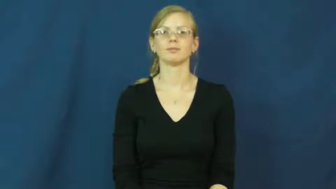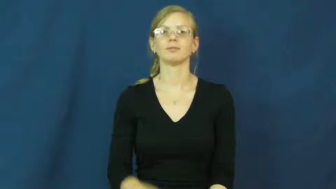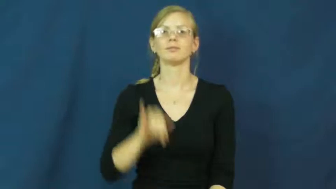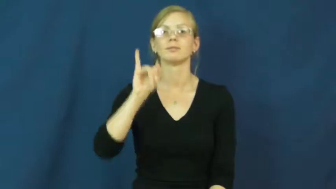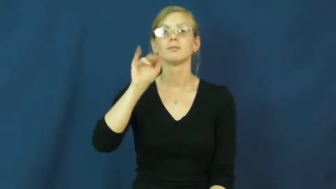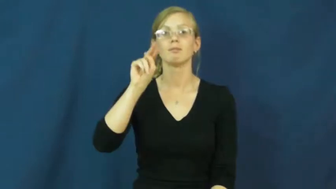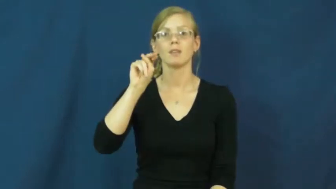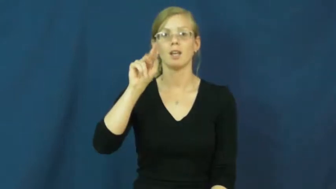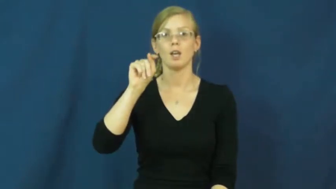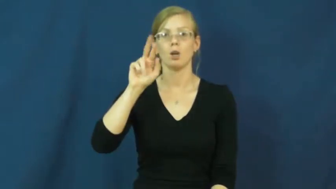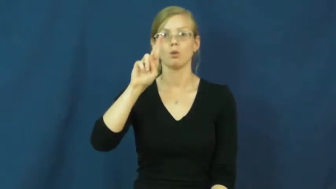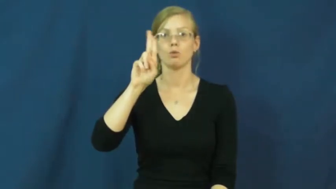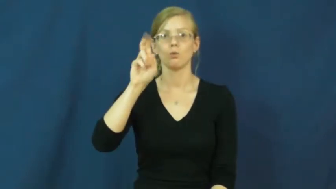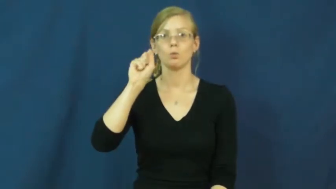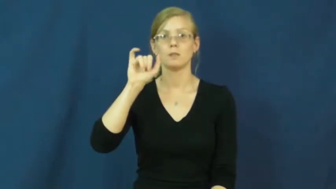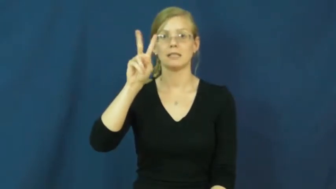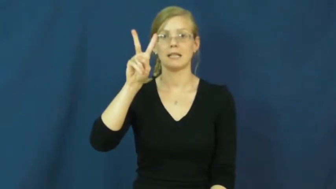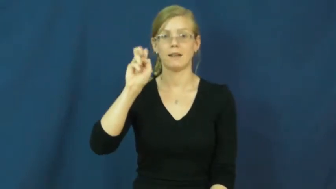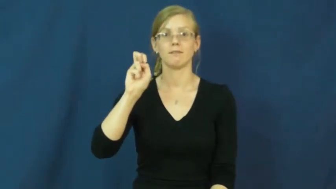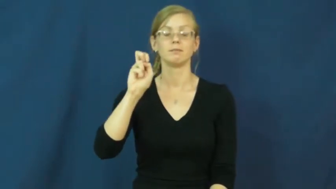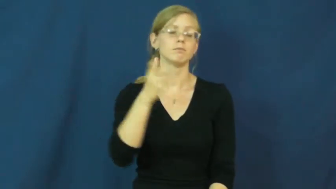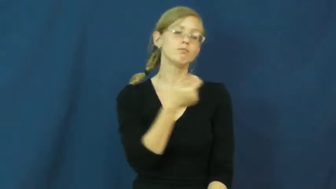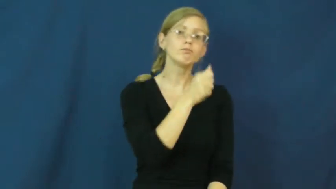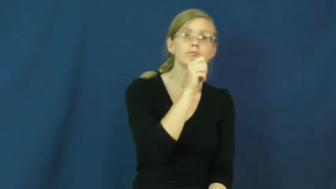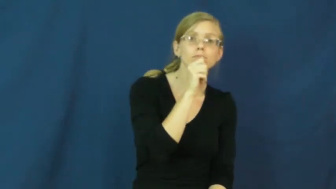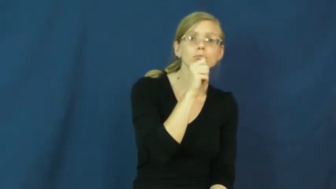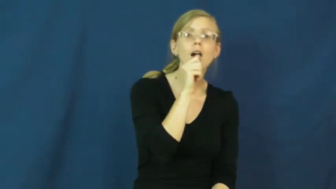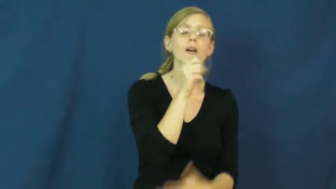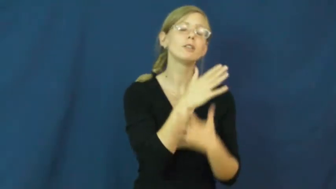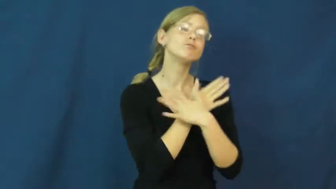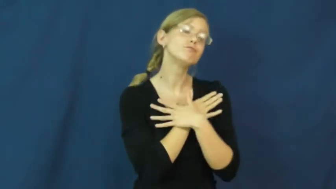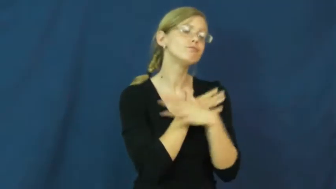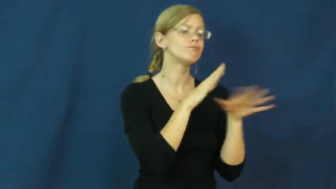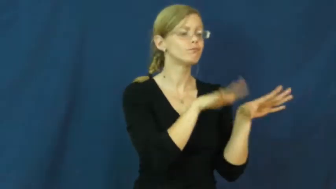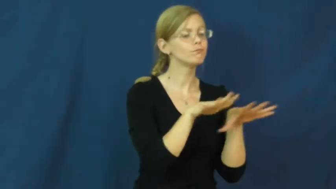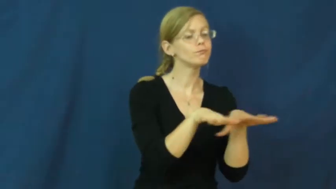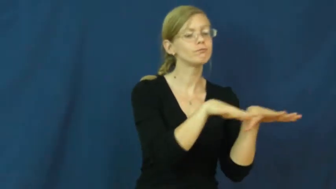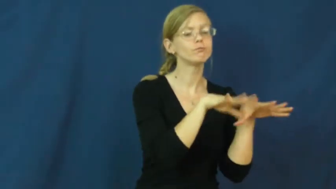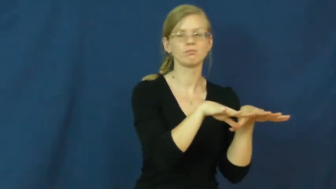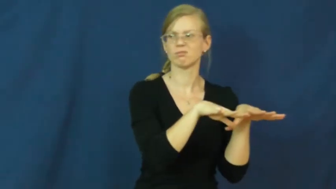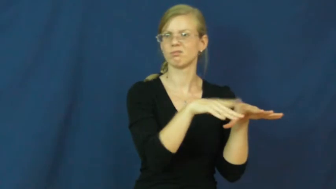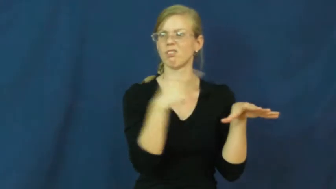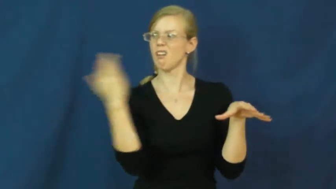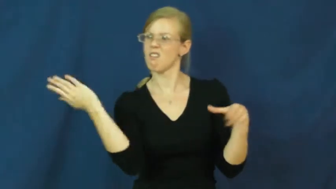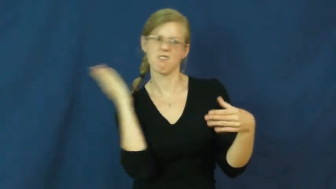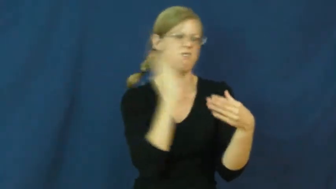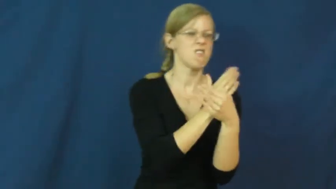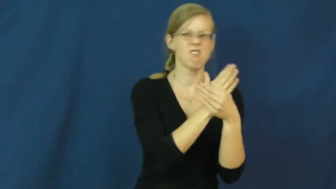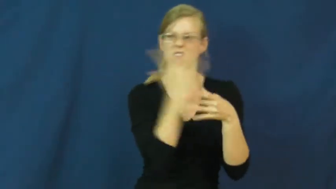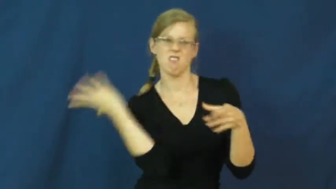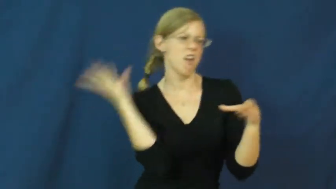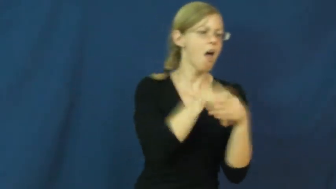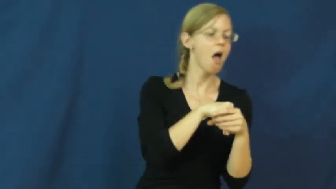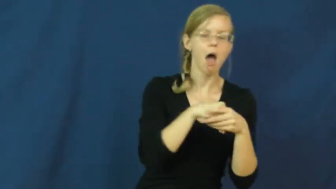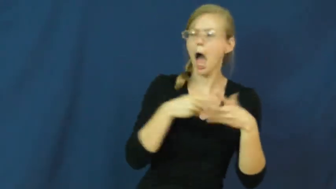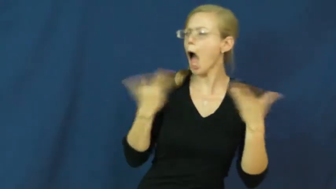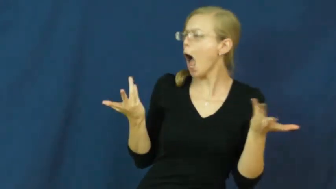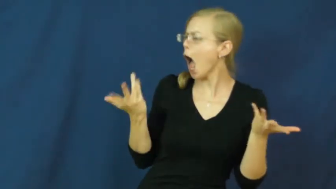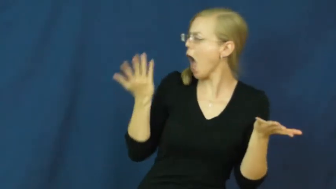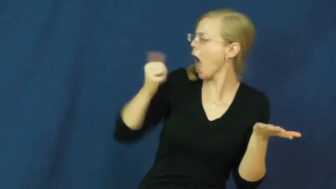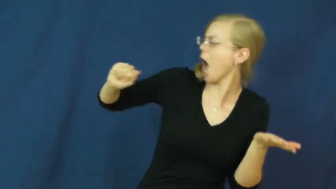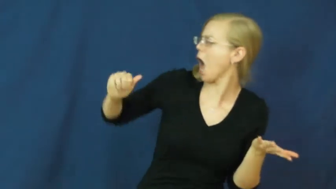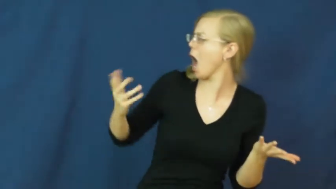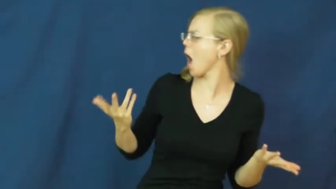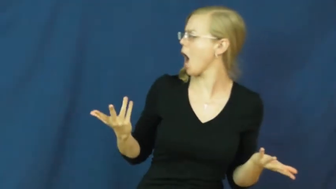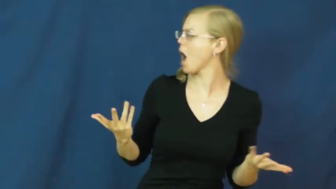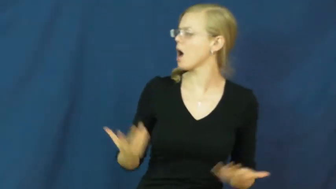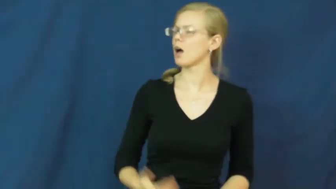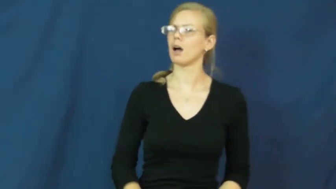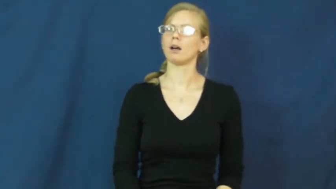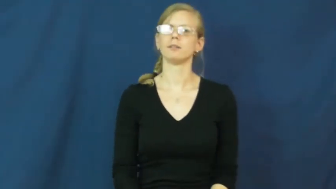intrusive